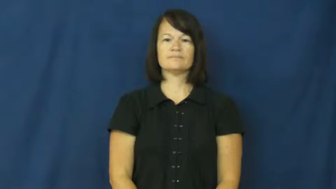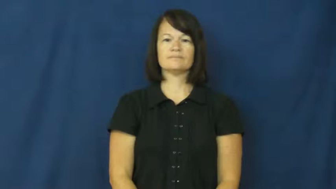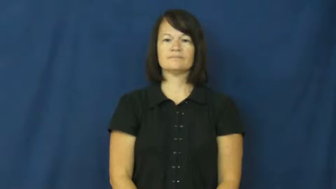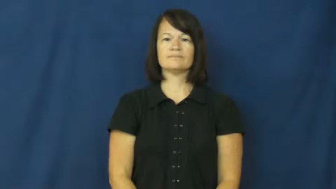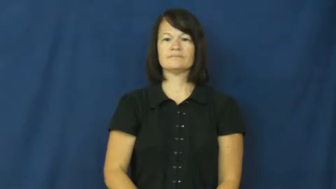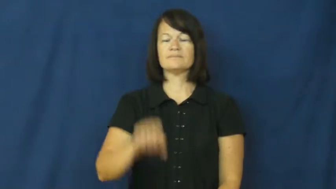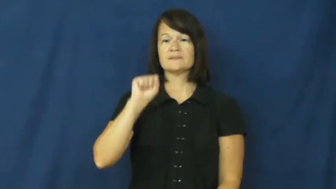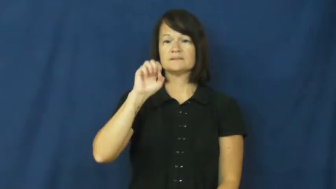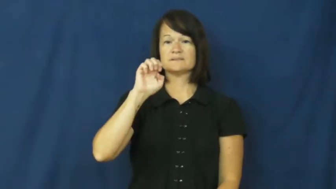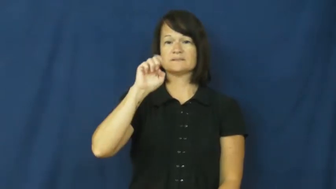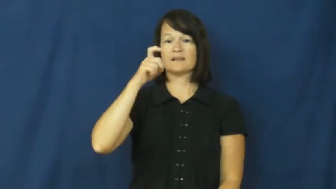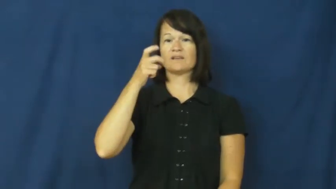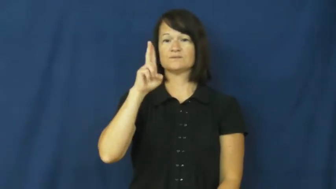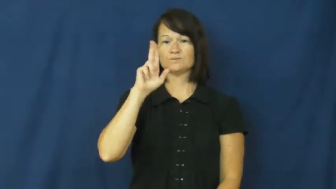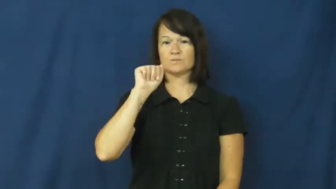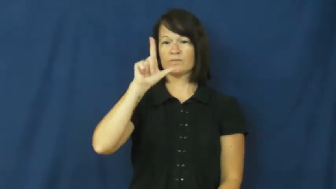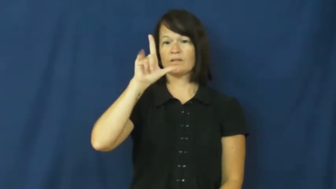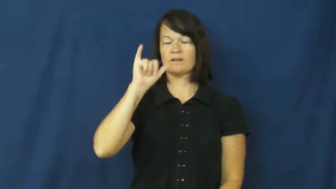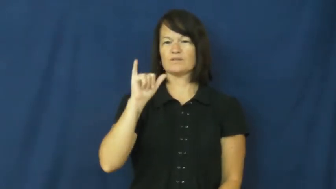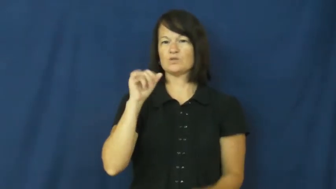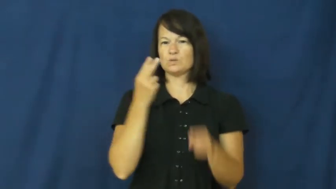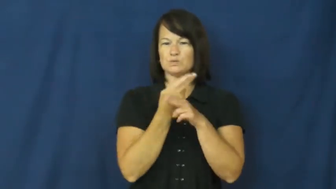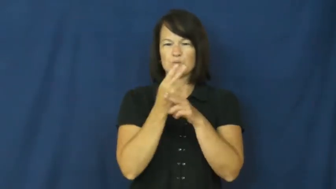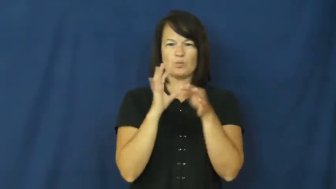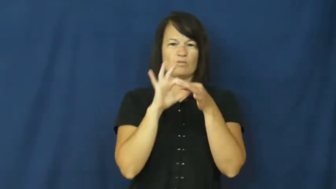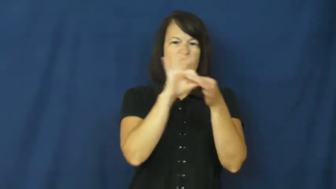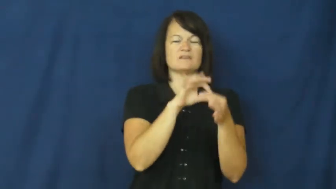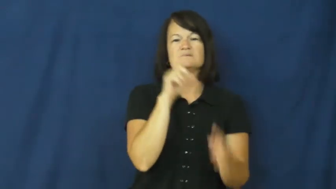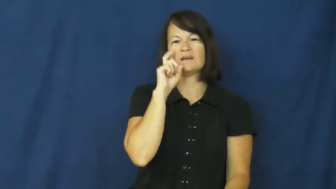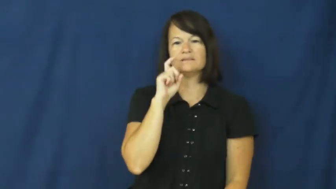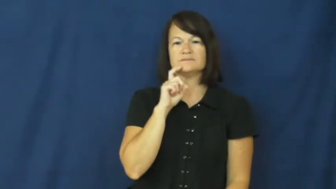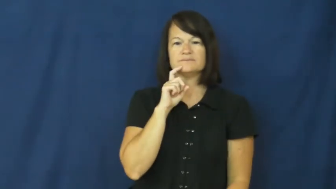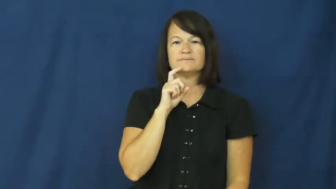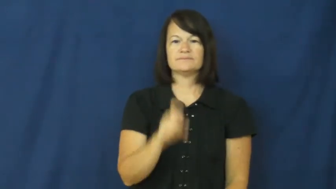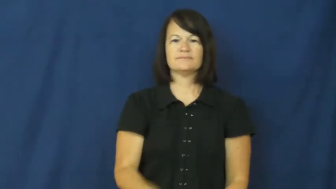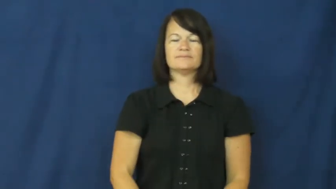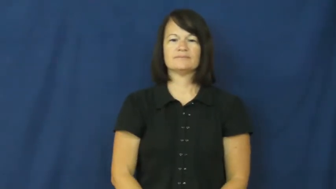sexually